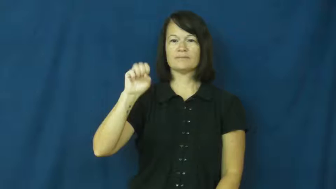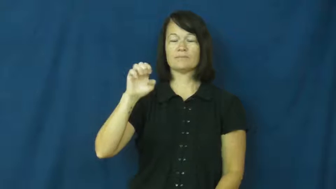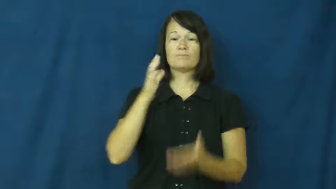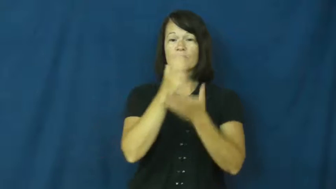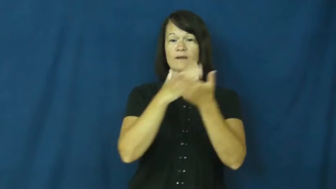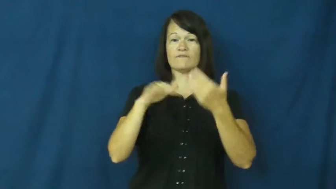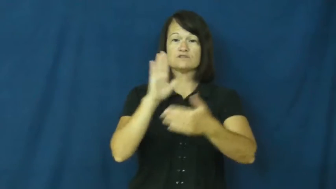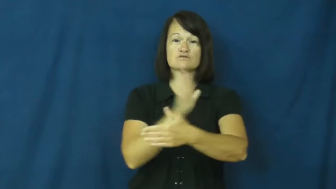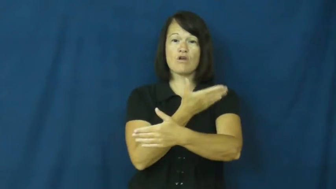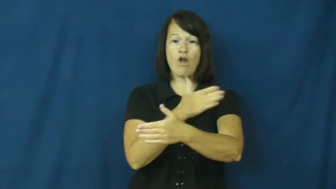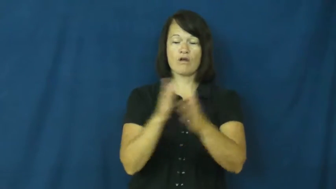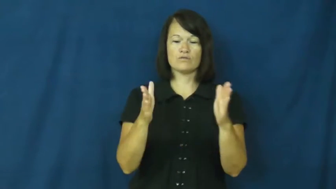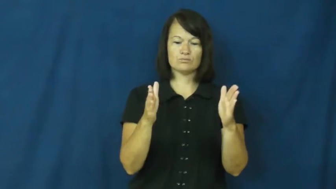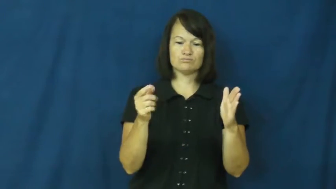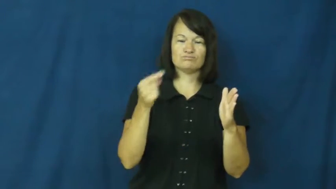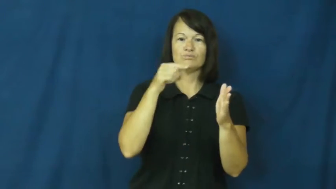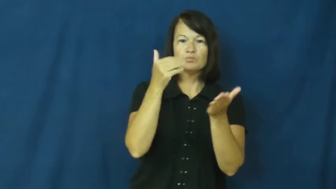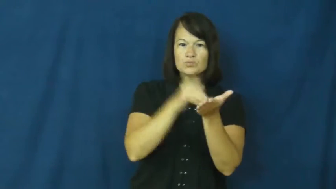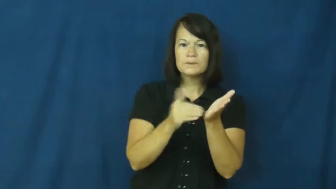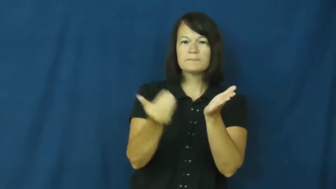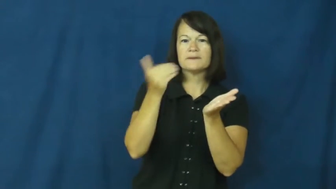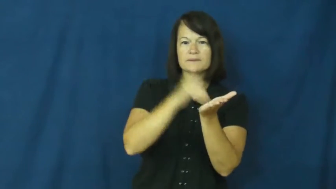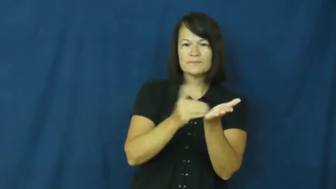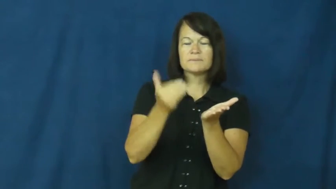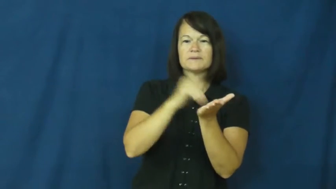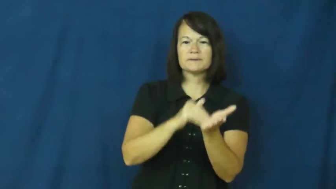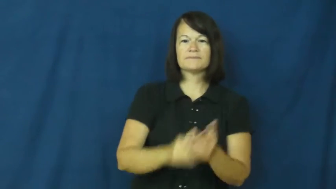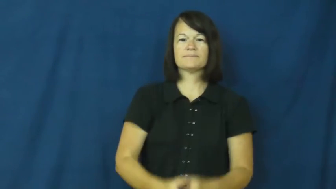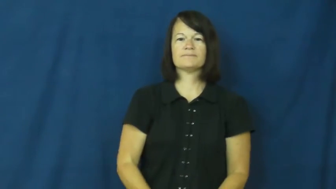refrain-song